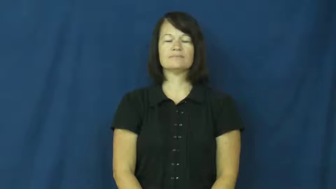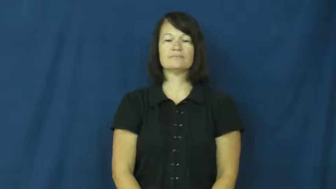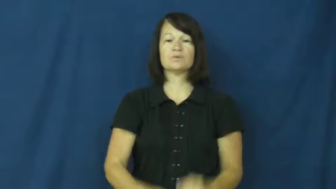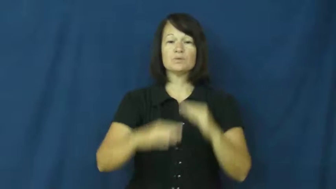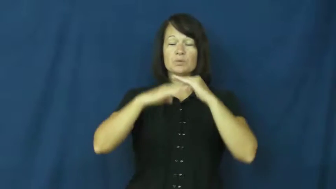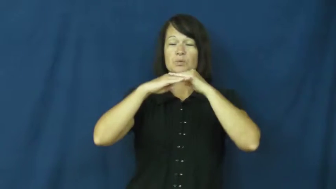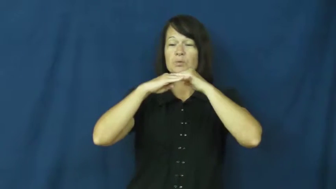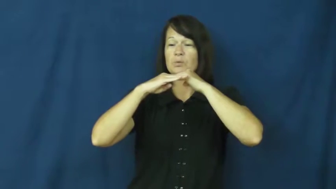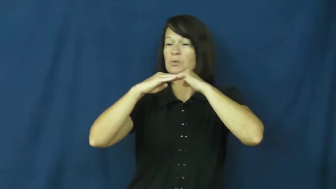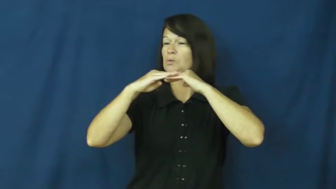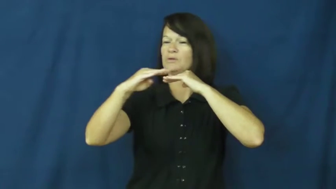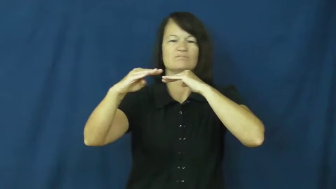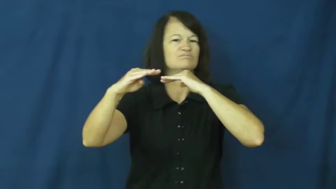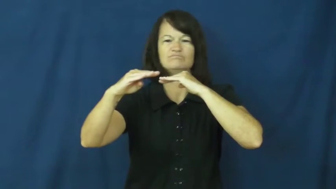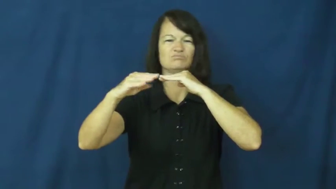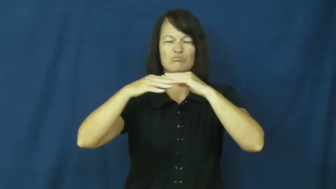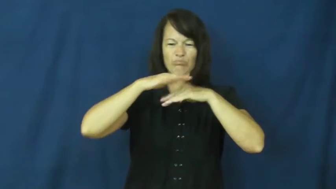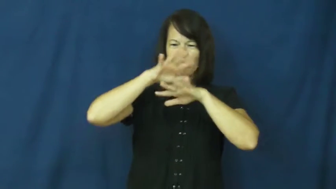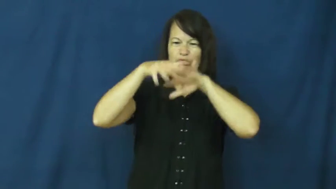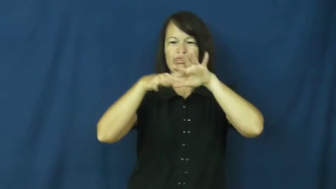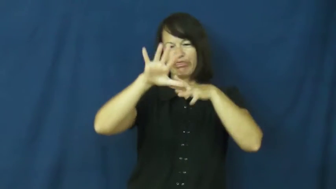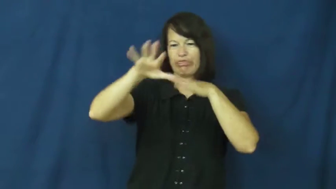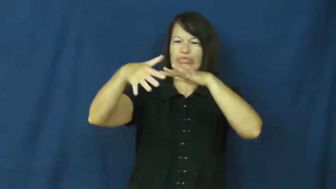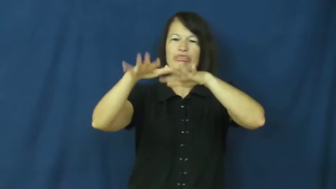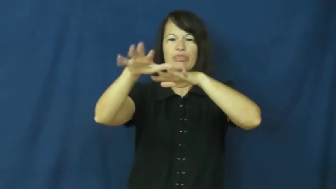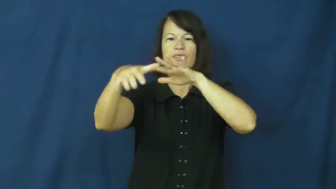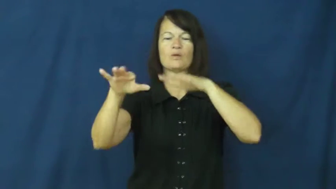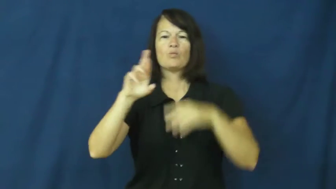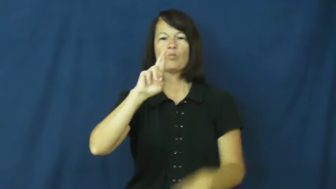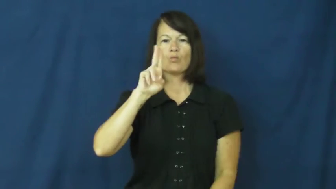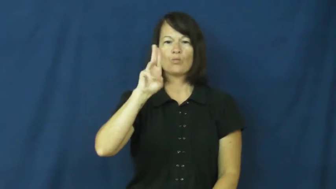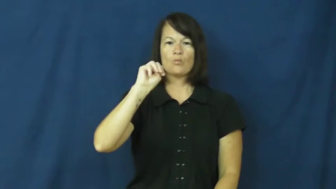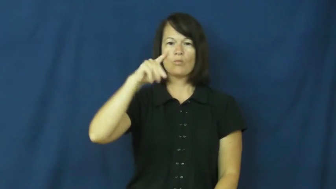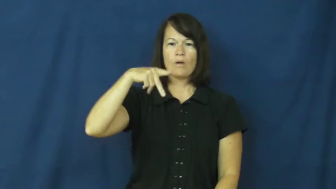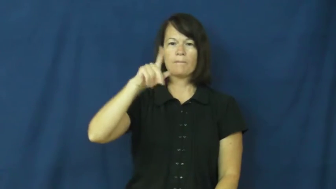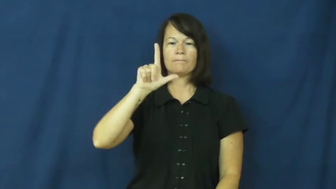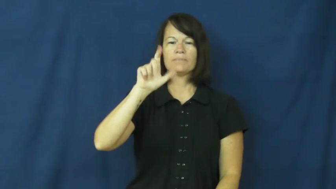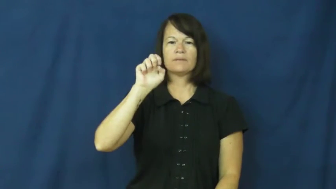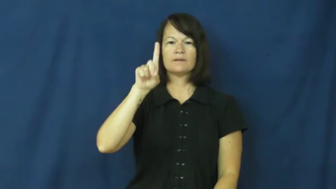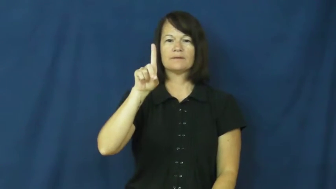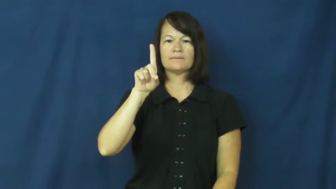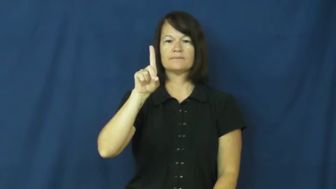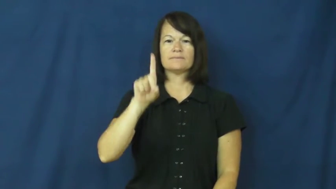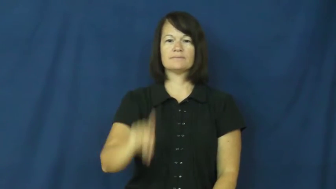rumpled